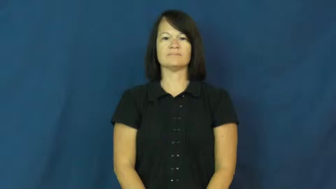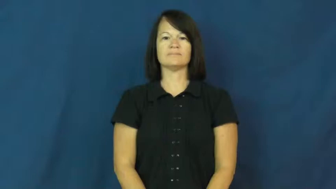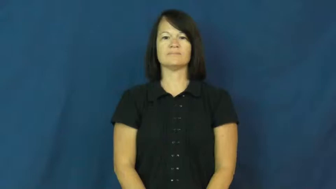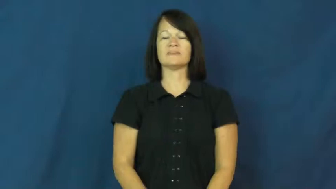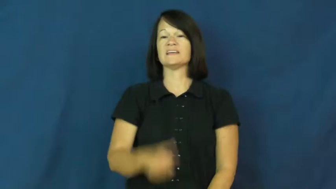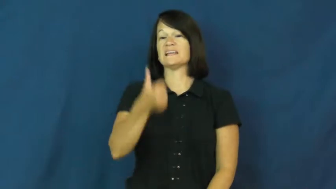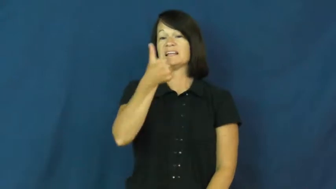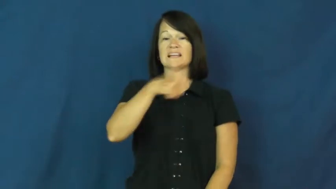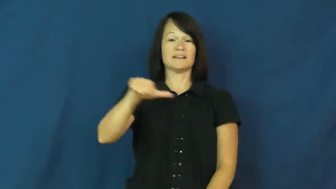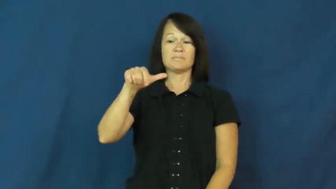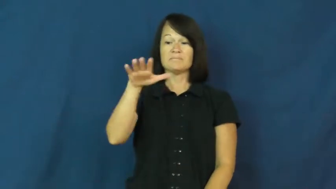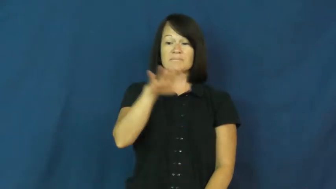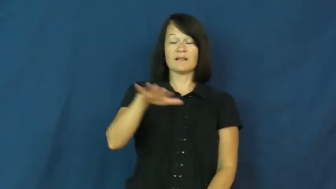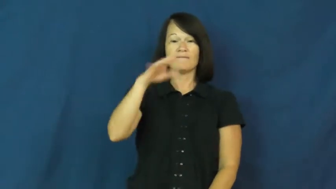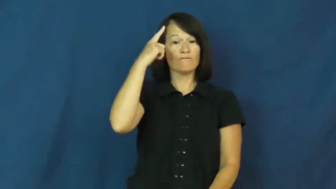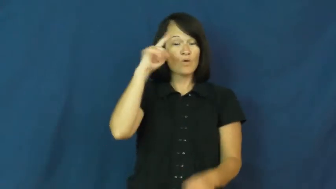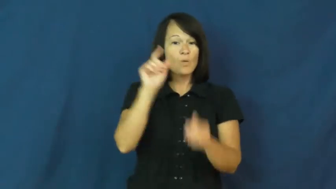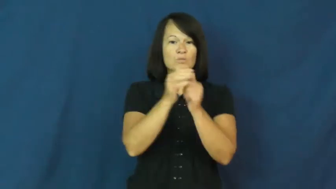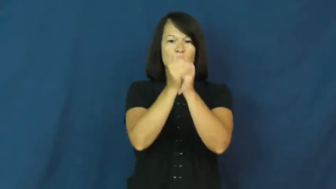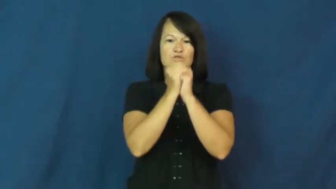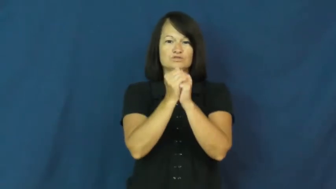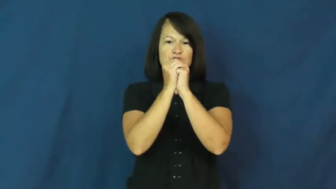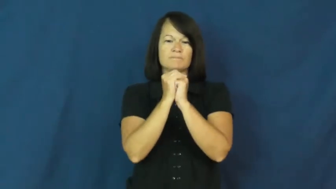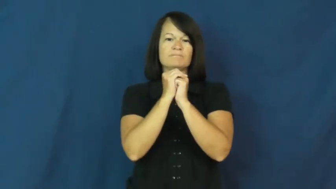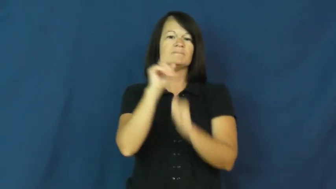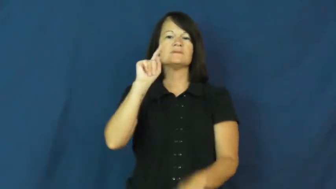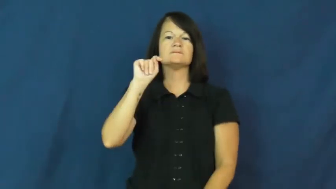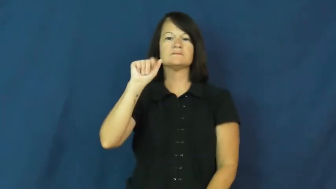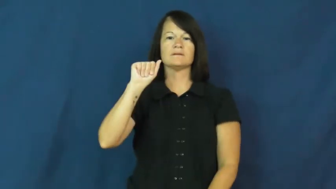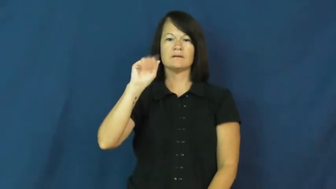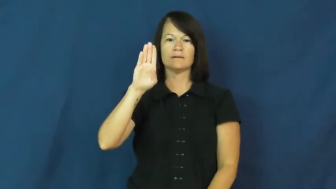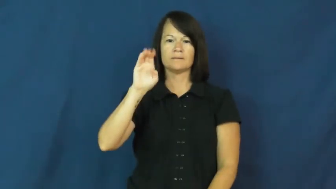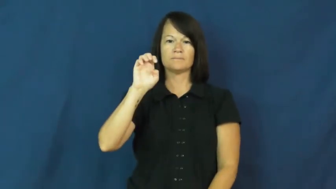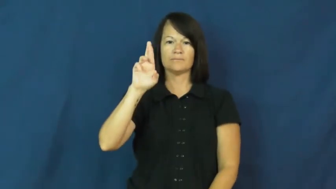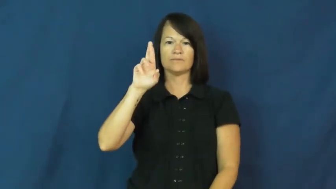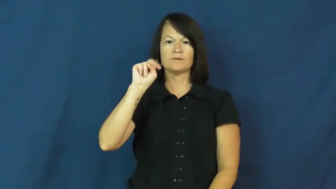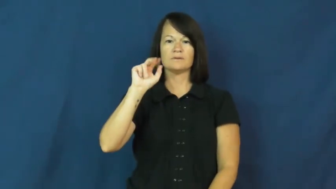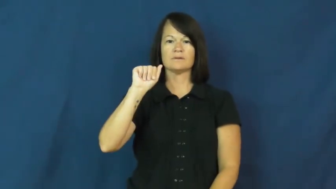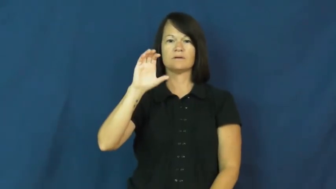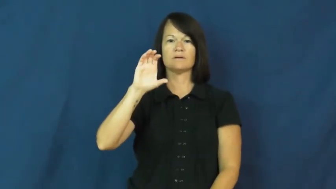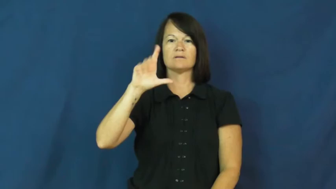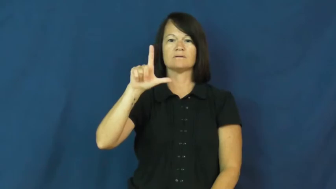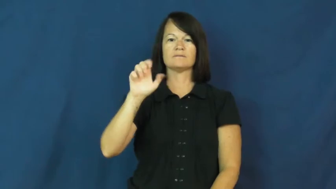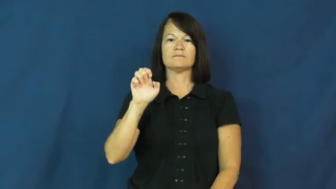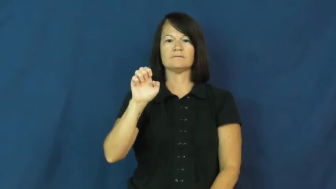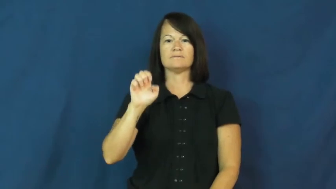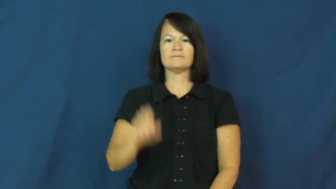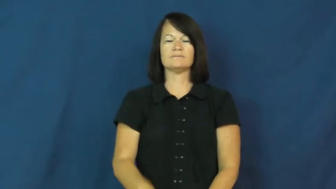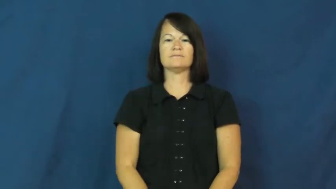tabernacle-place for worship